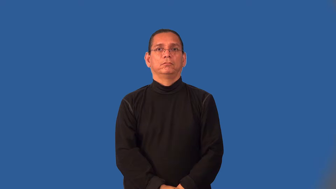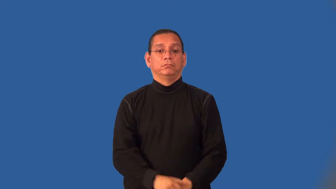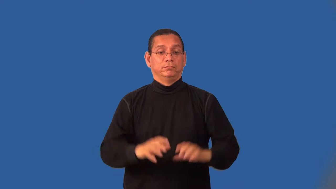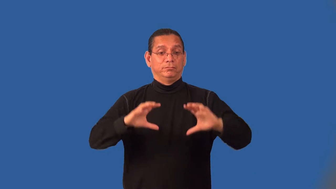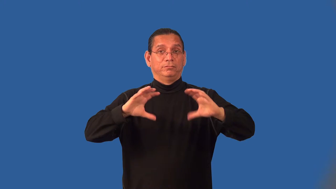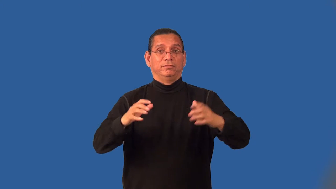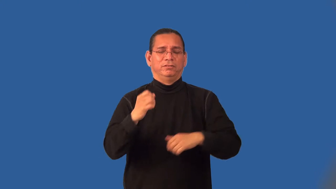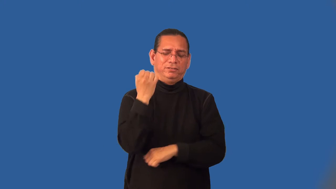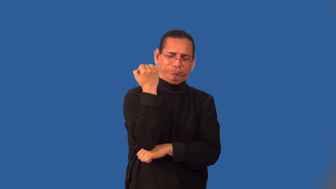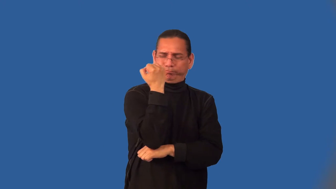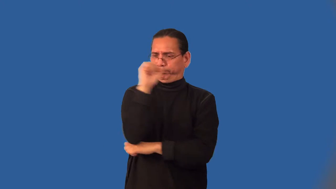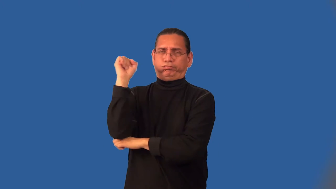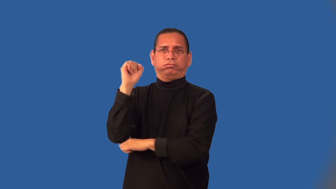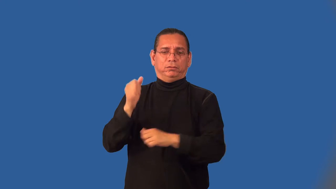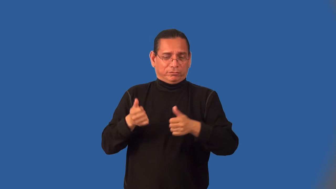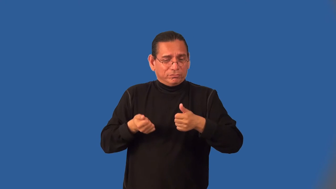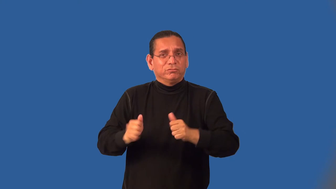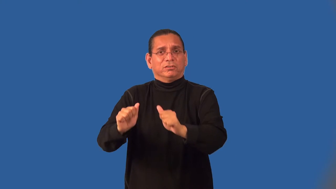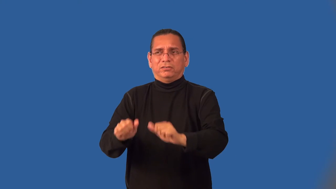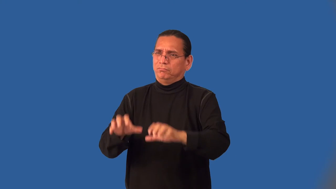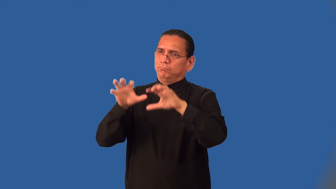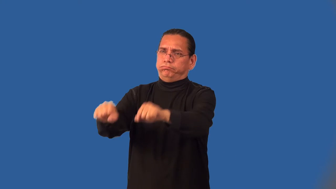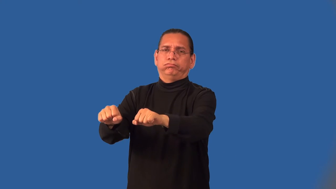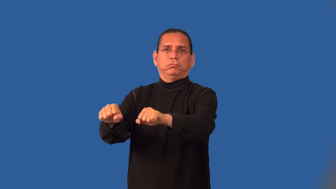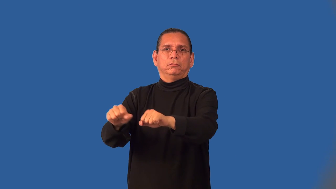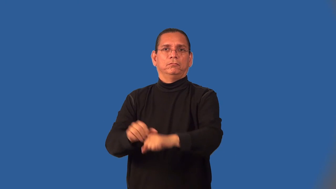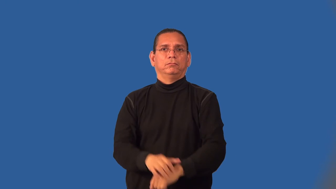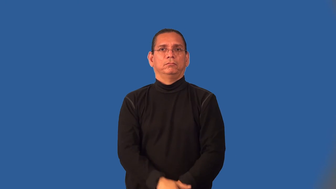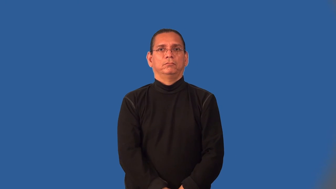insurgency,insurrection